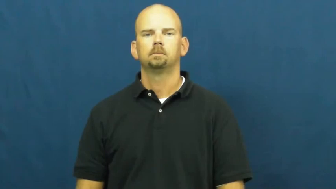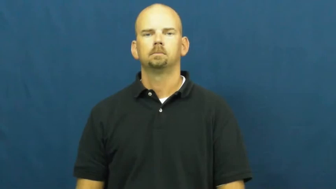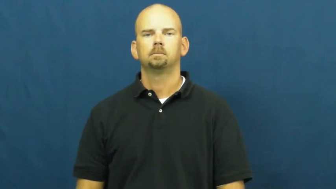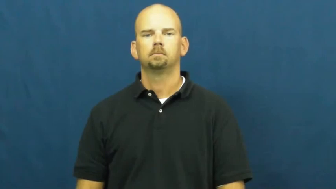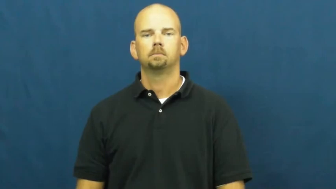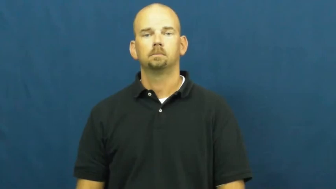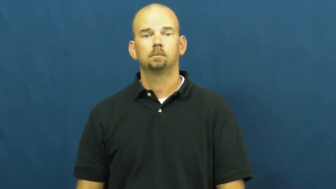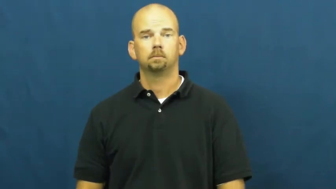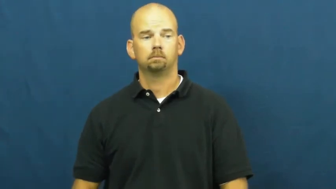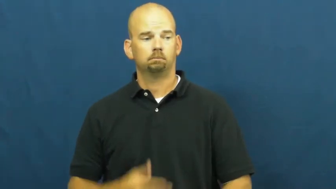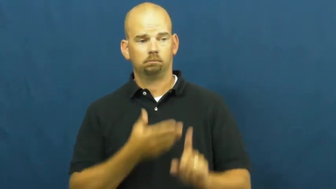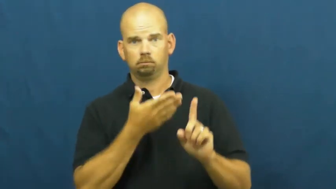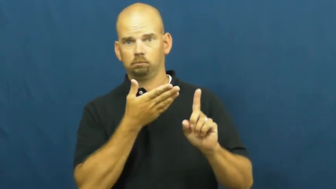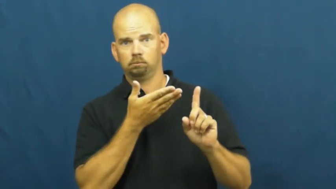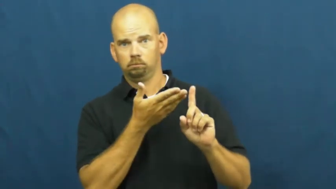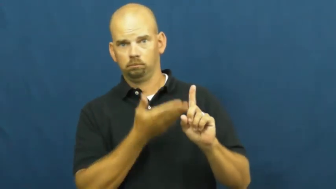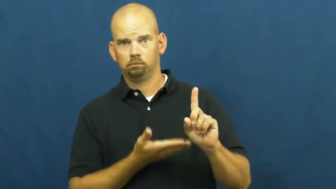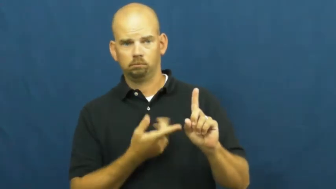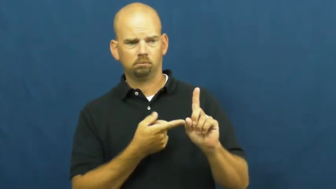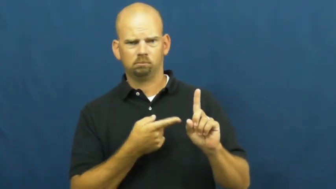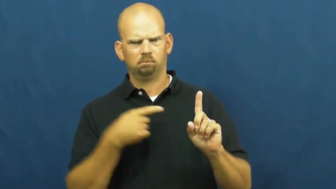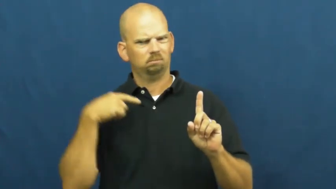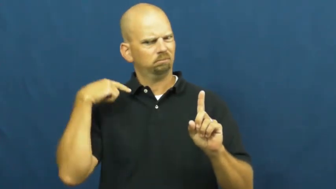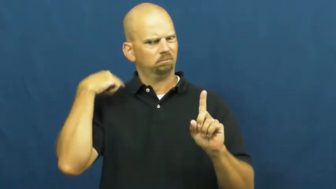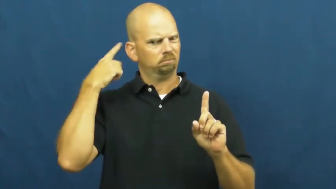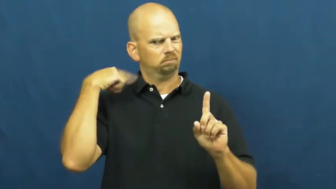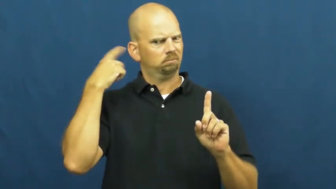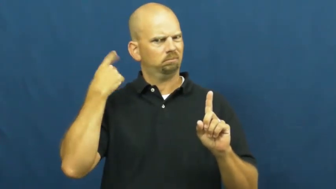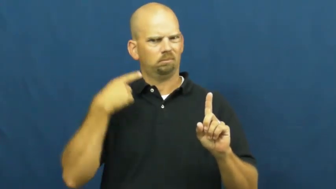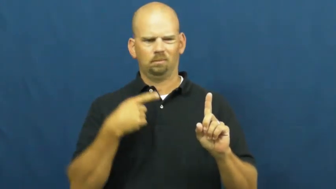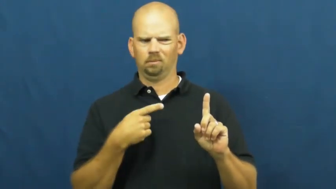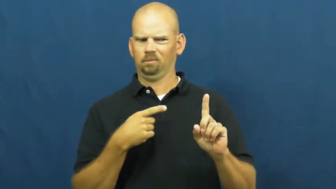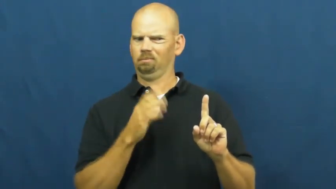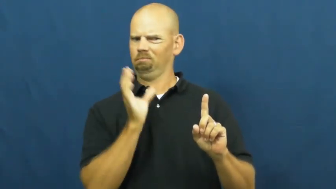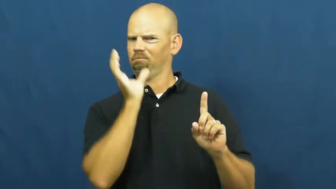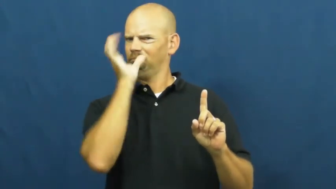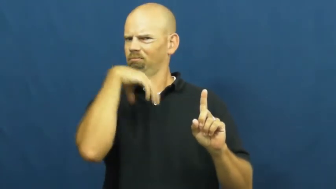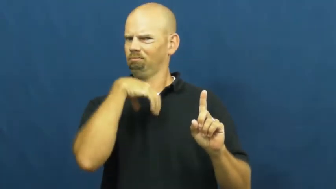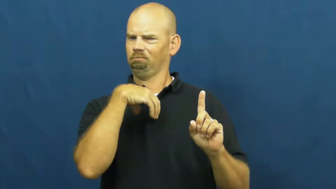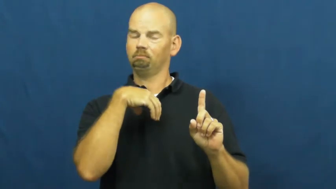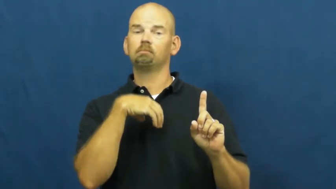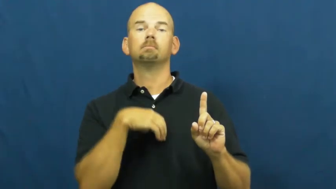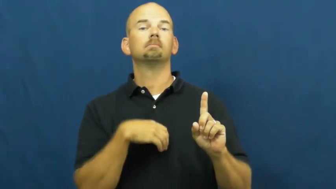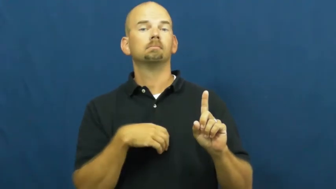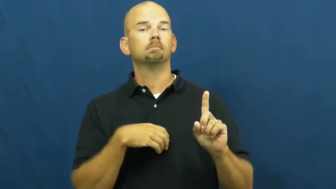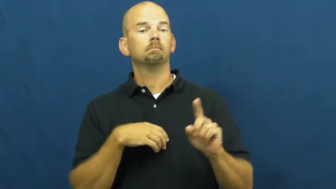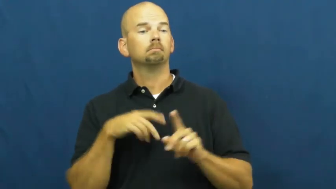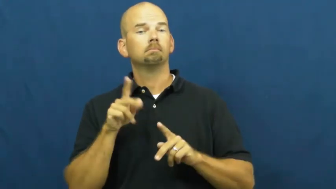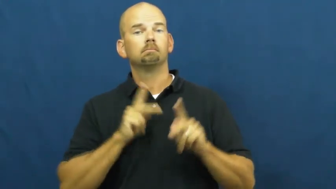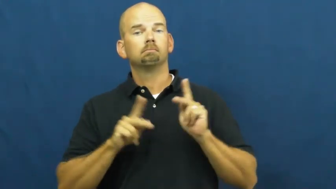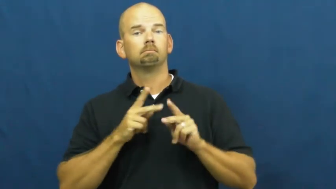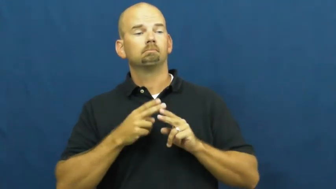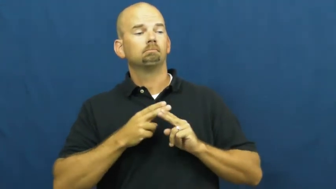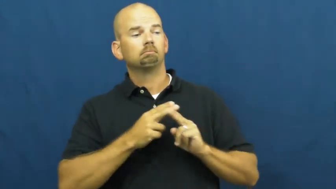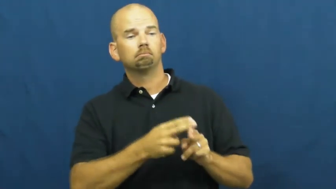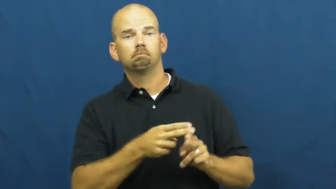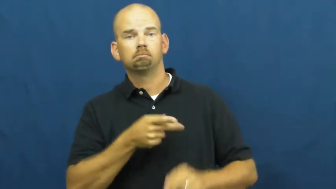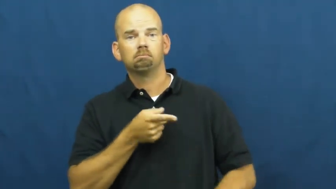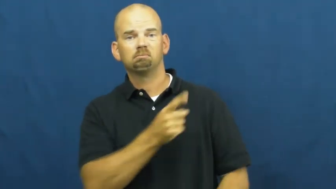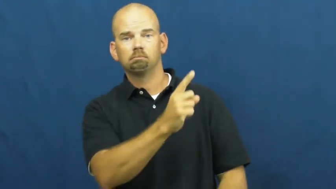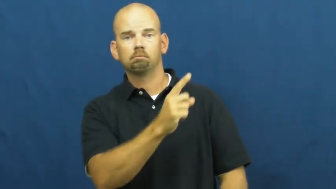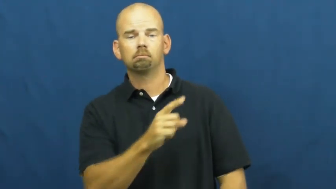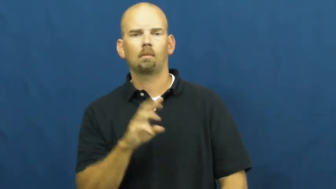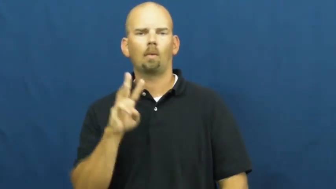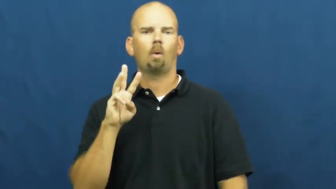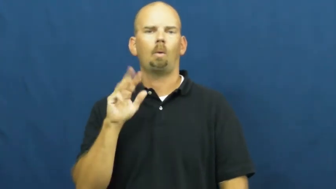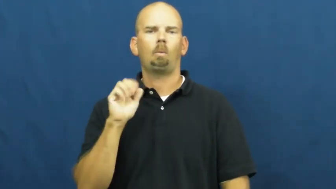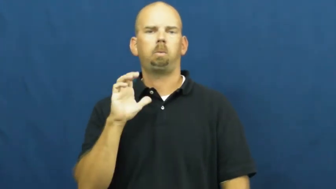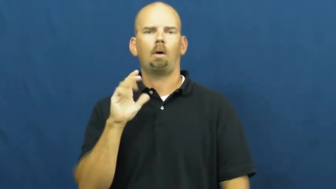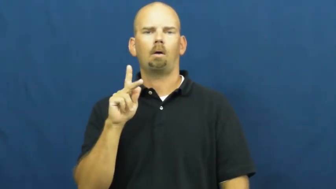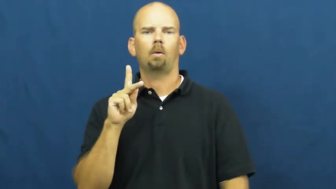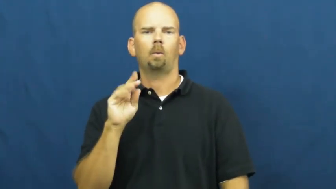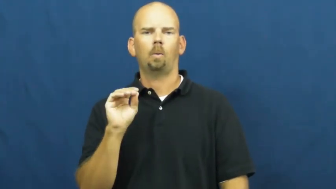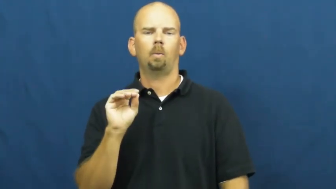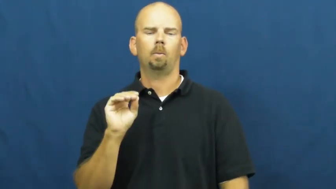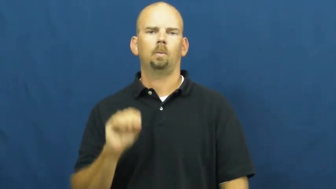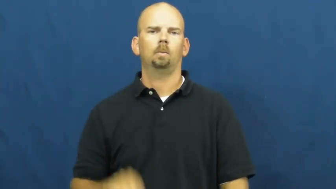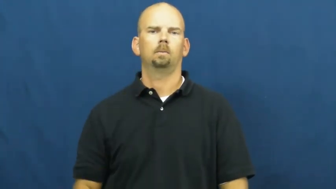wacko